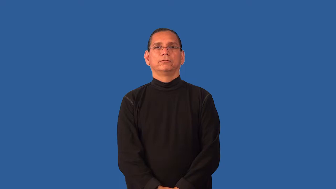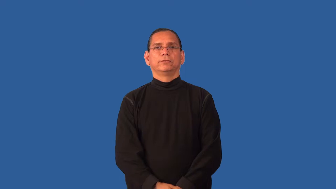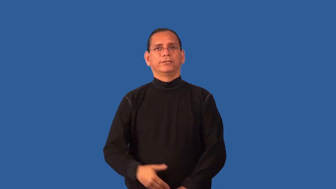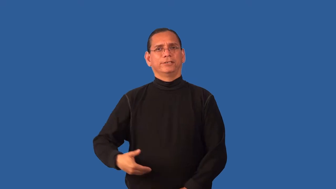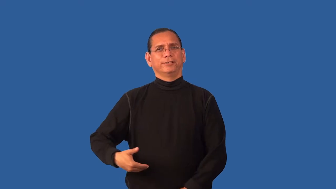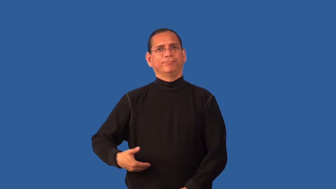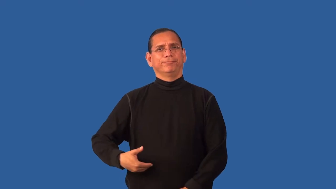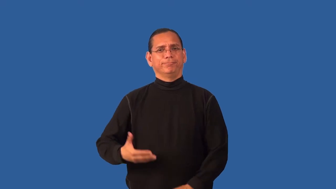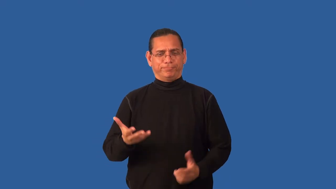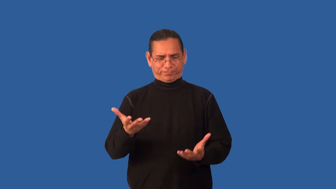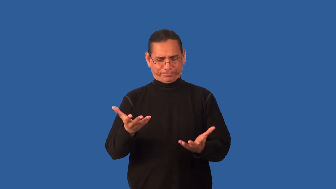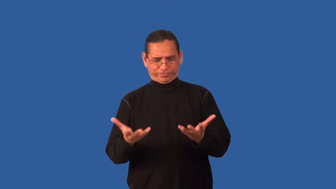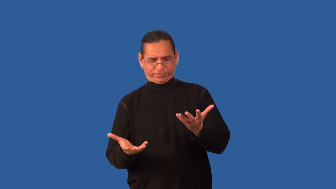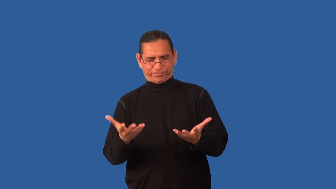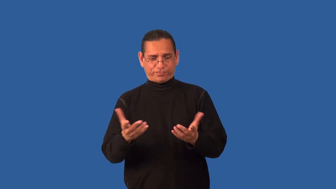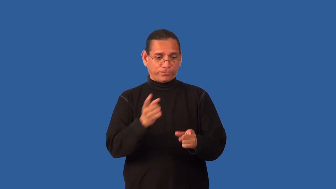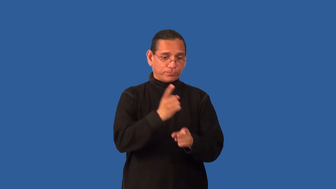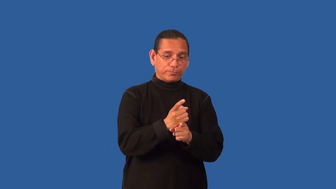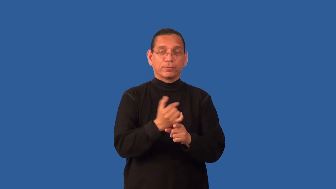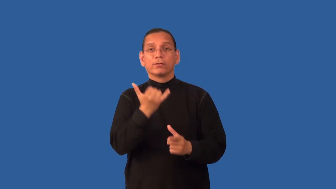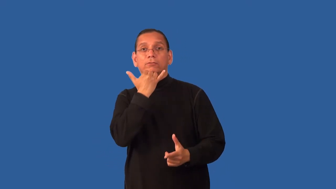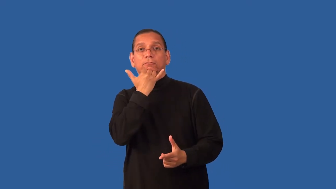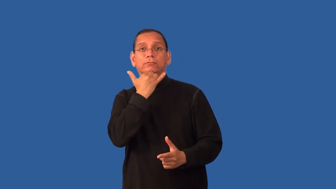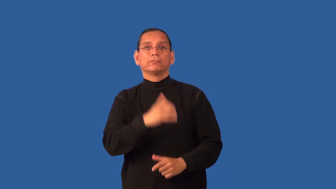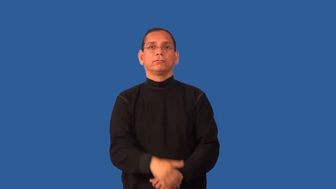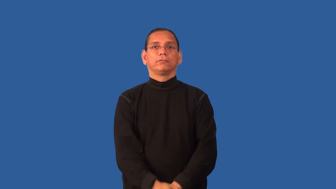ethics